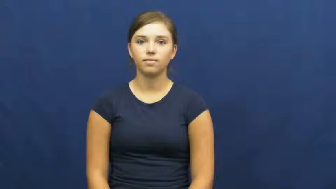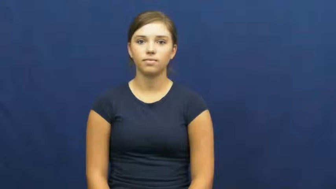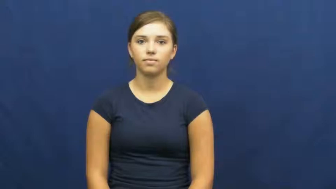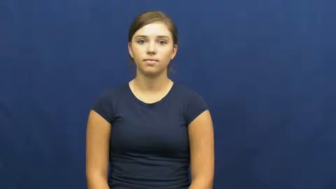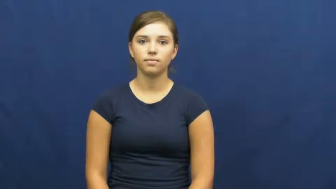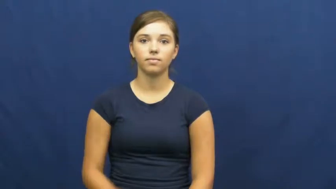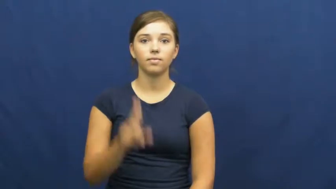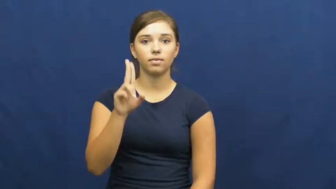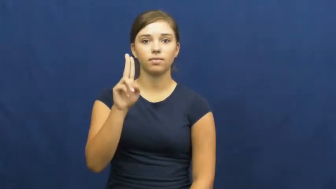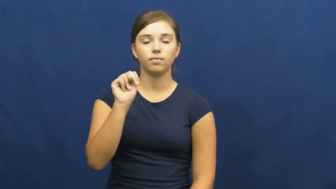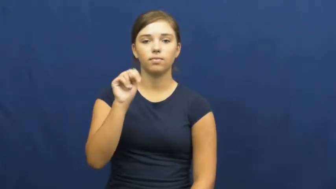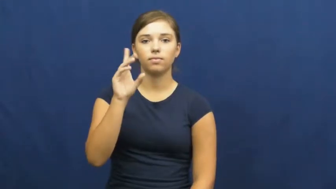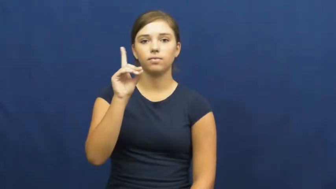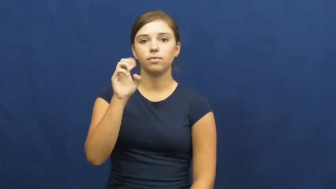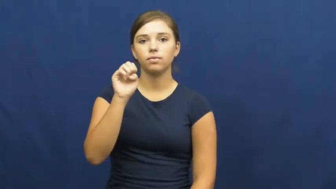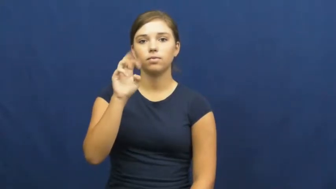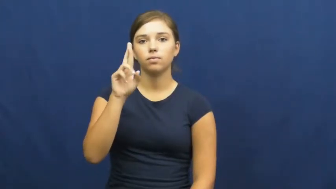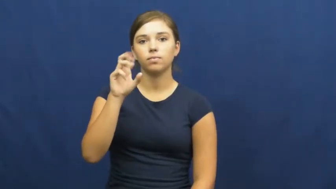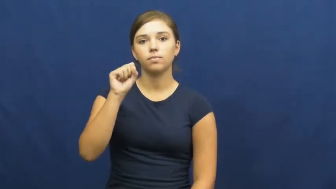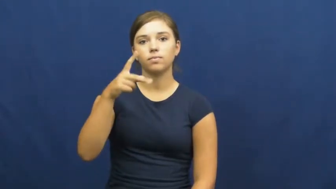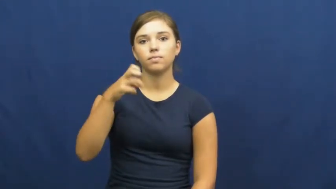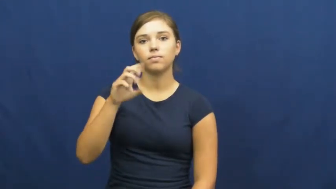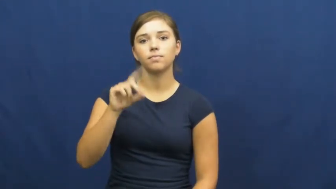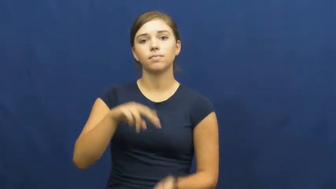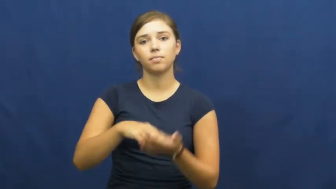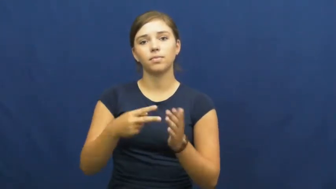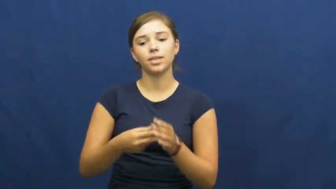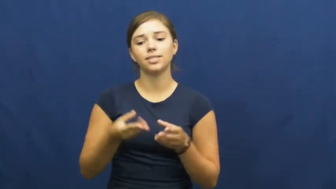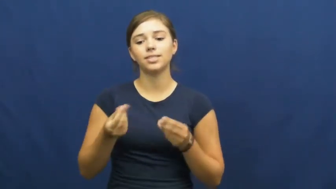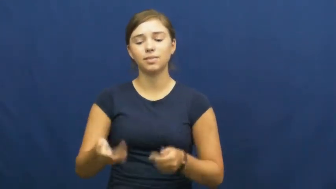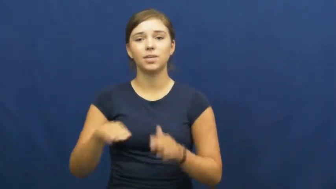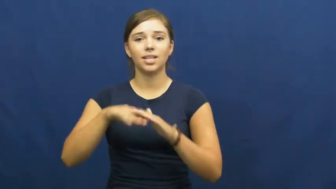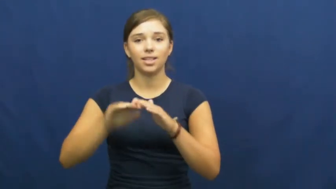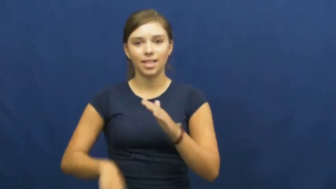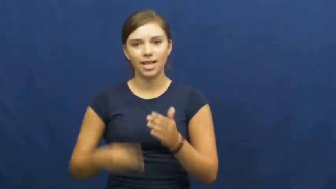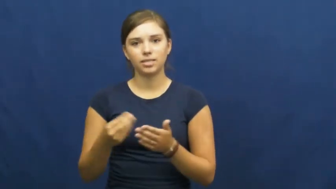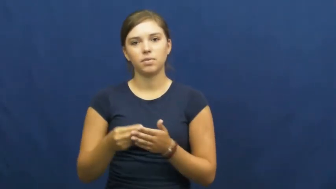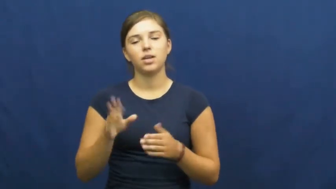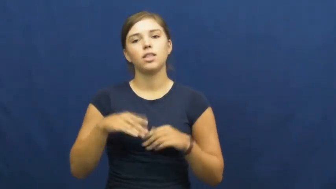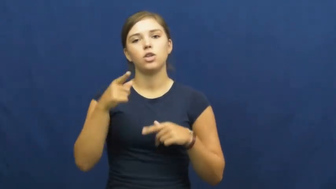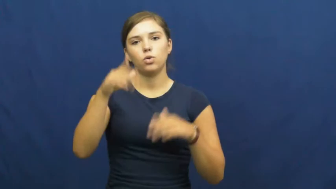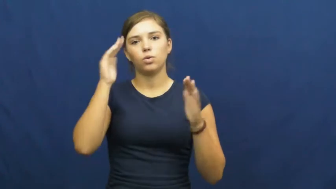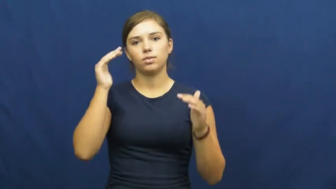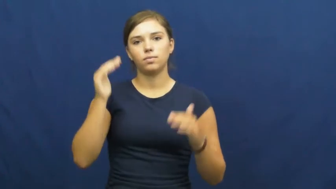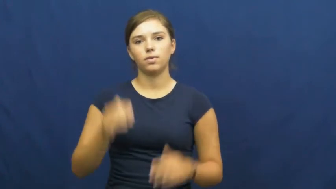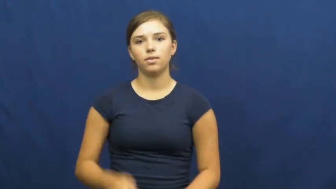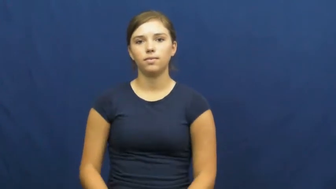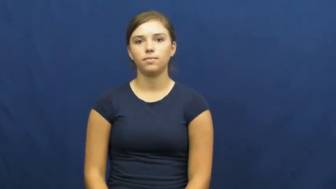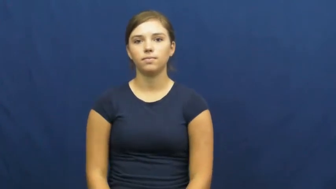underspend